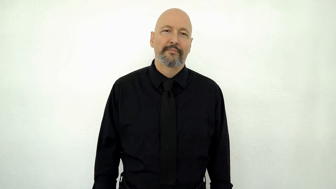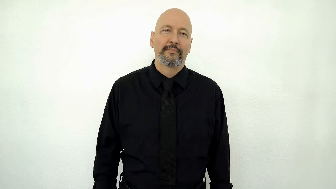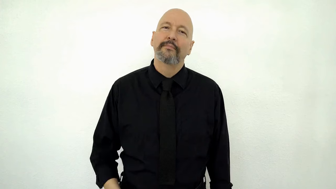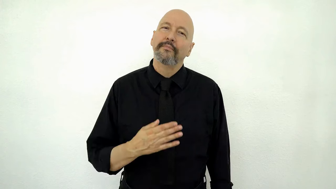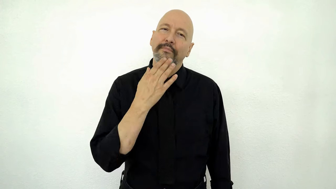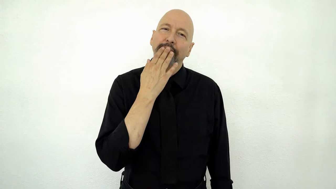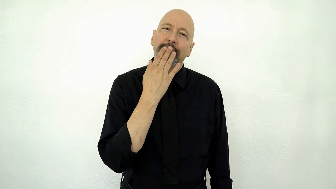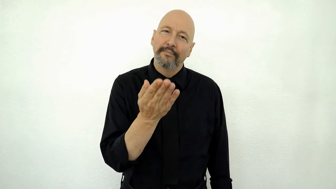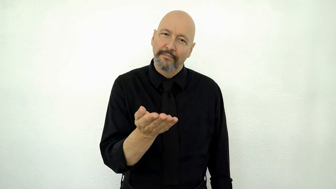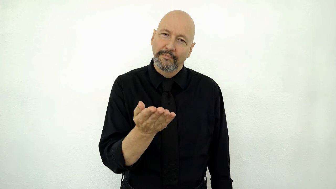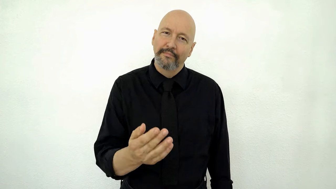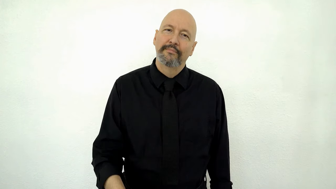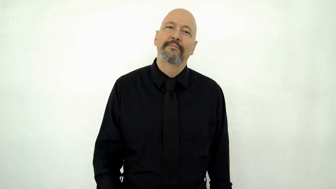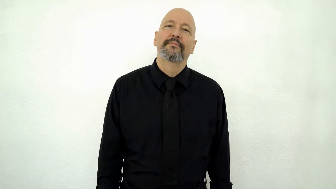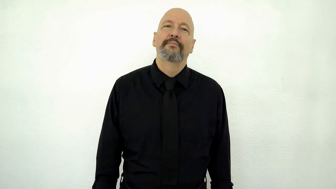THANK-YOU!